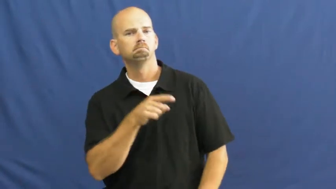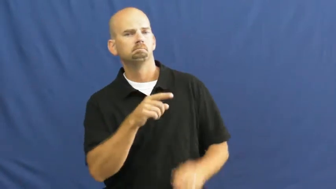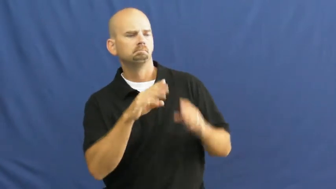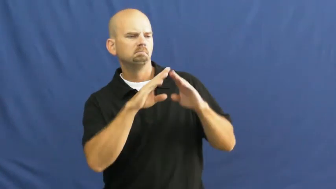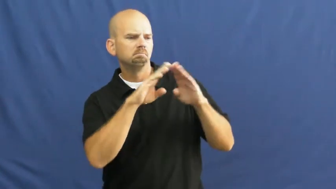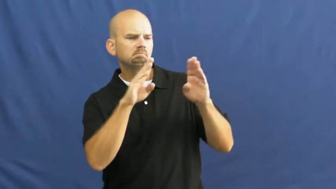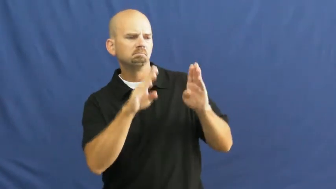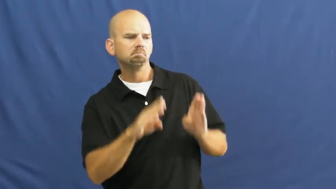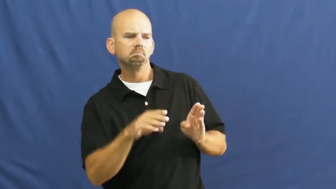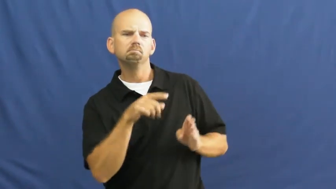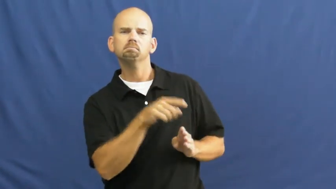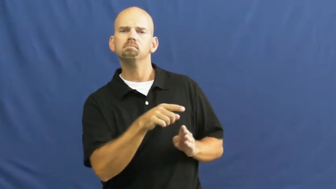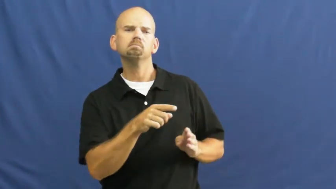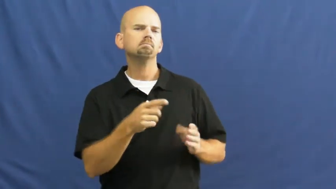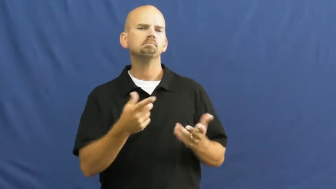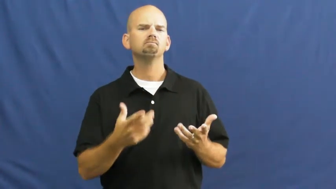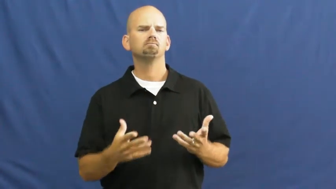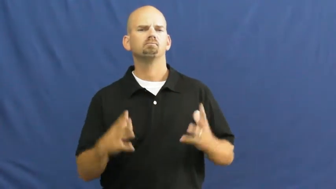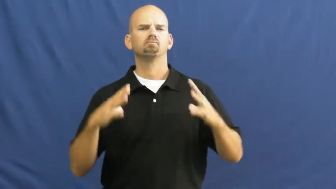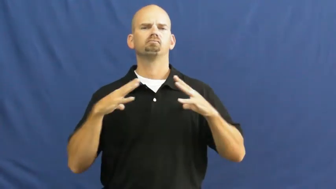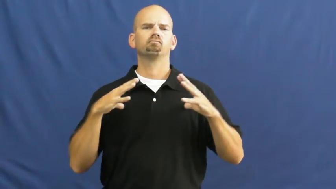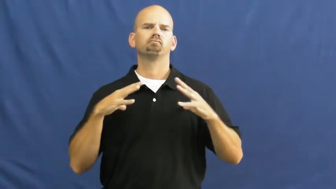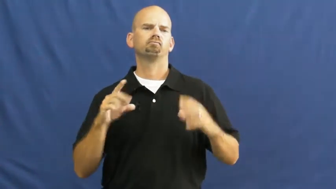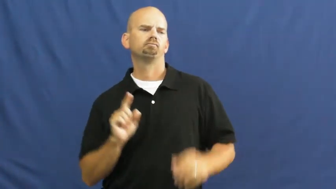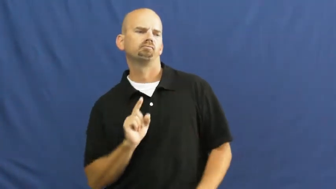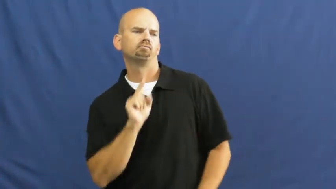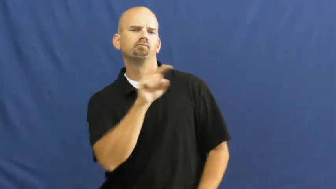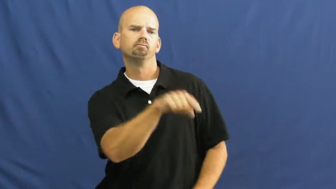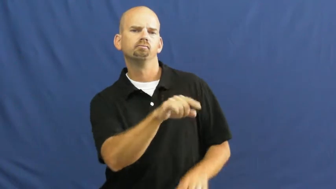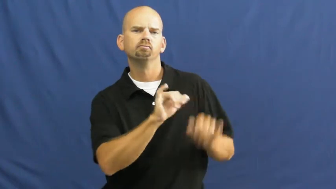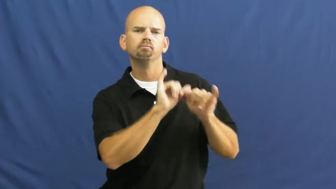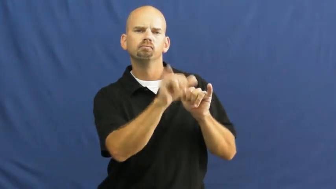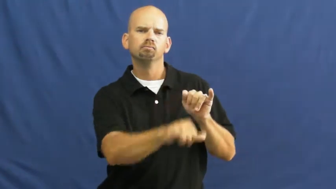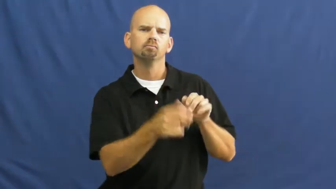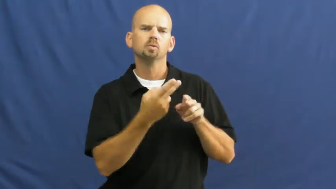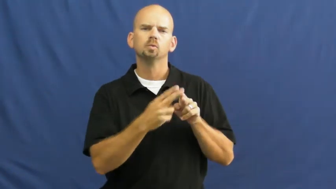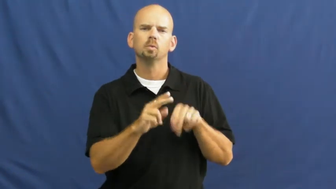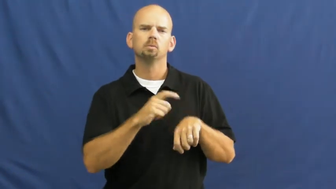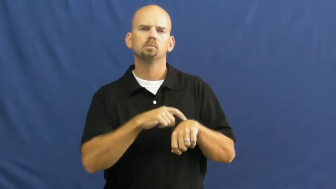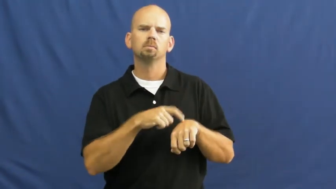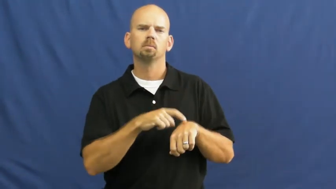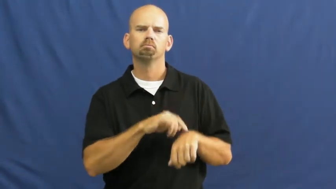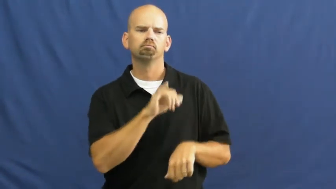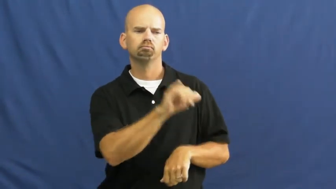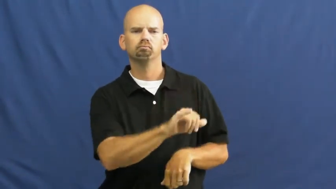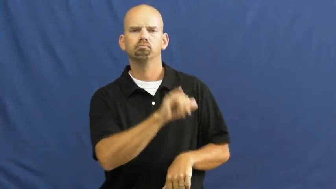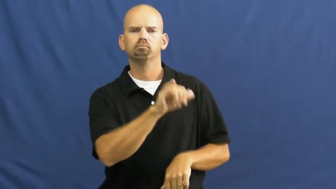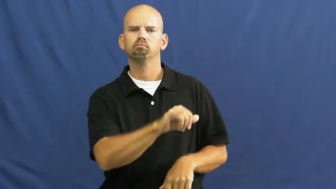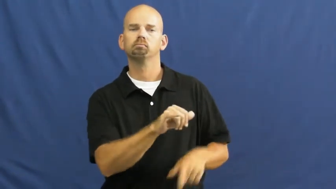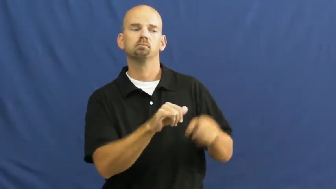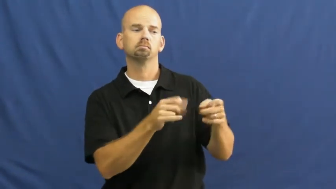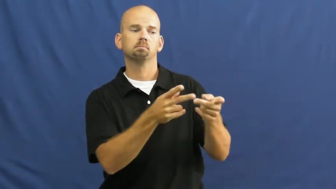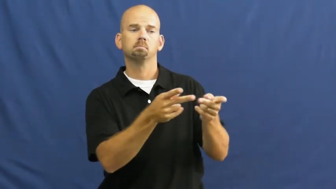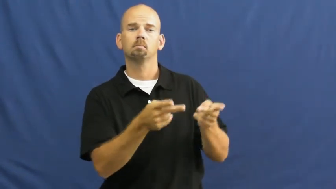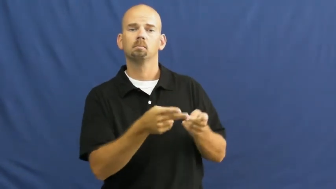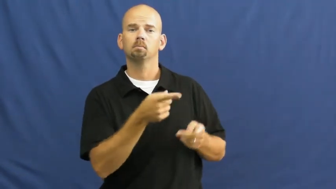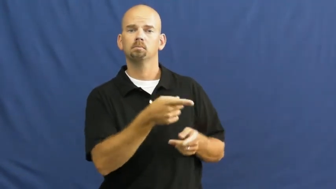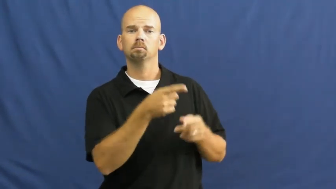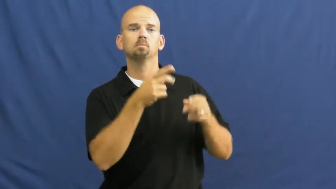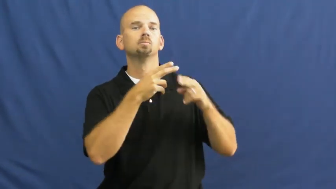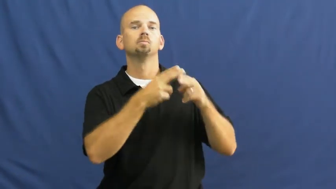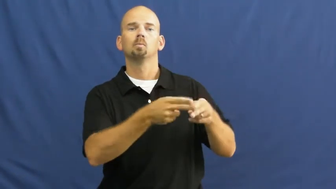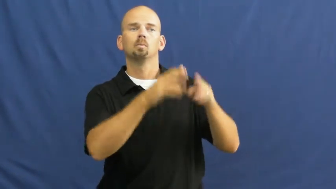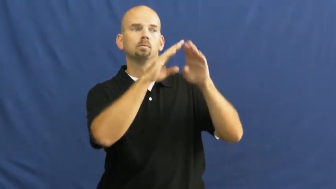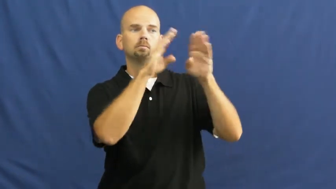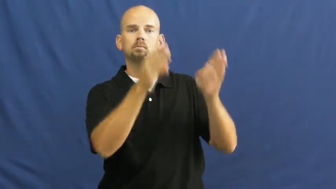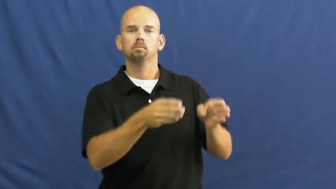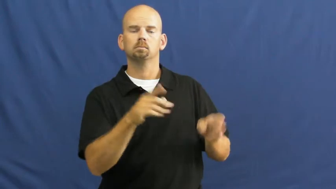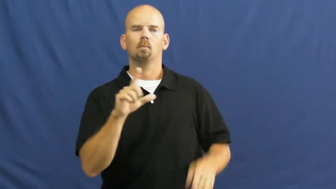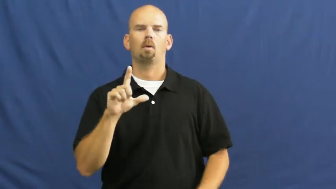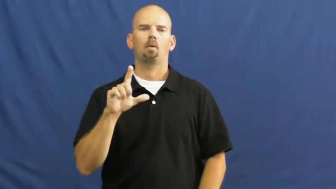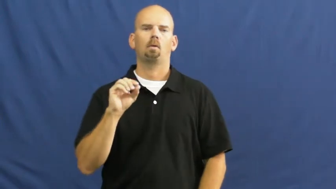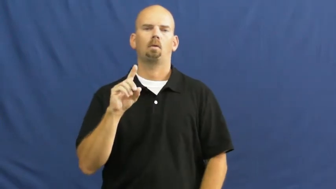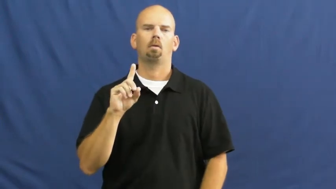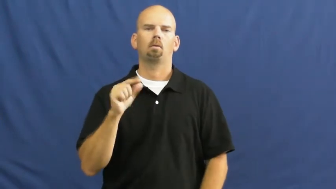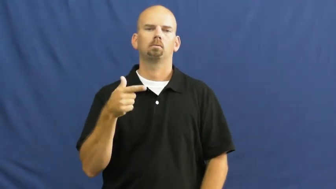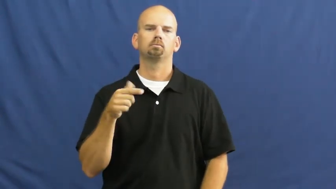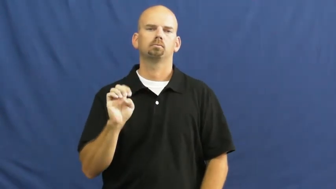lodge-house